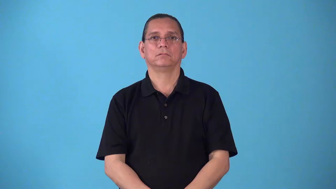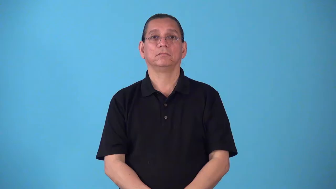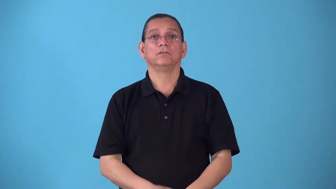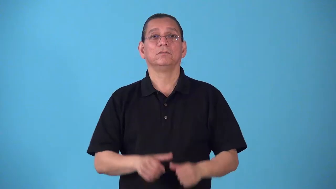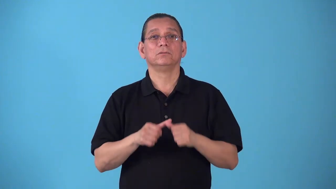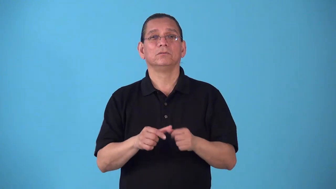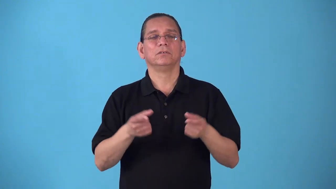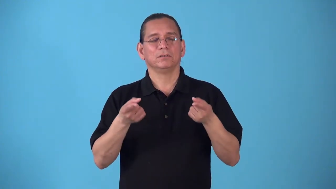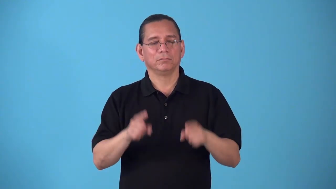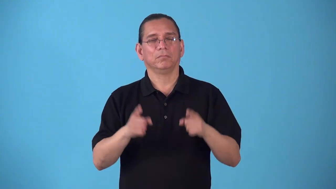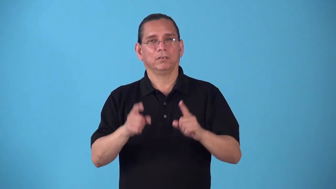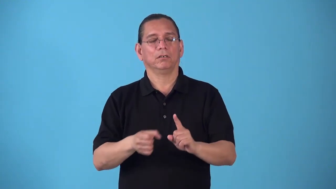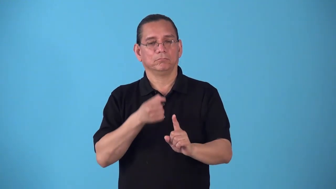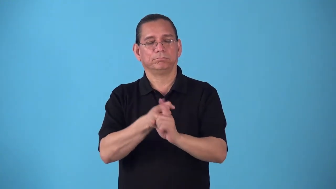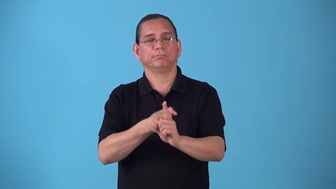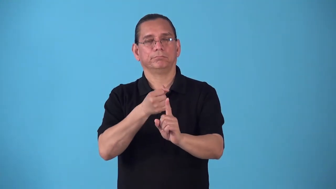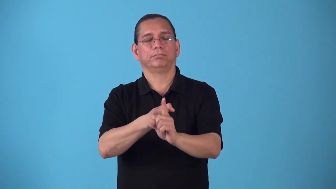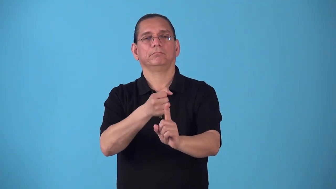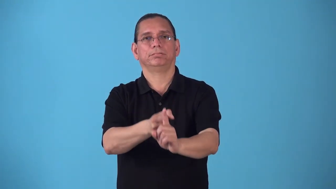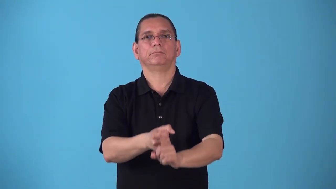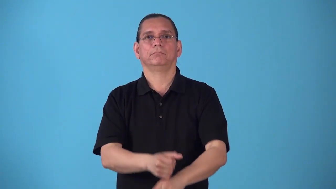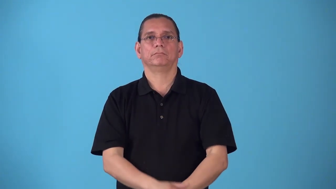run-streak